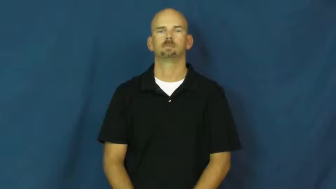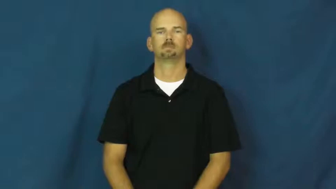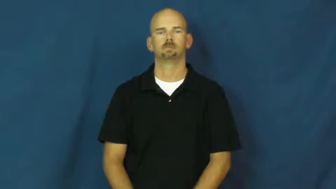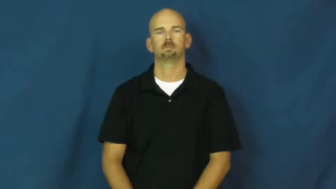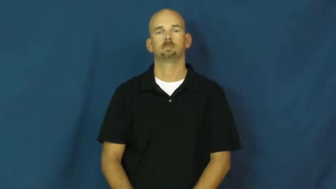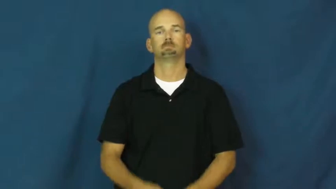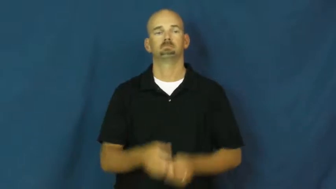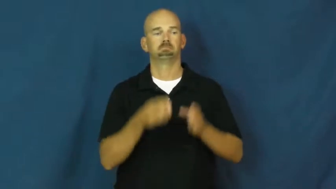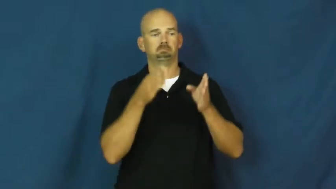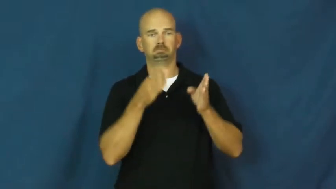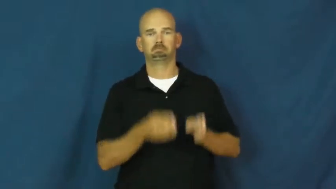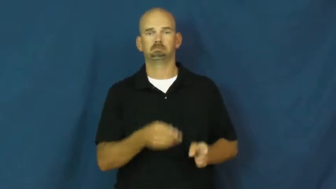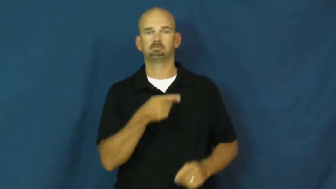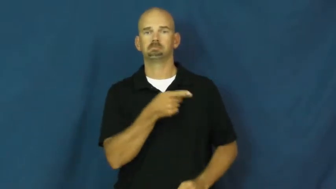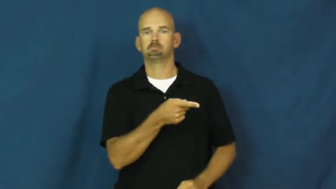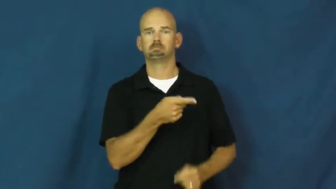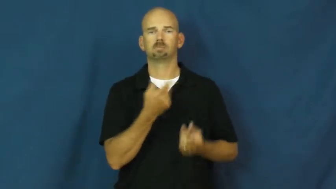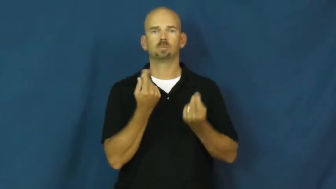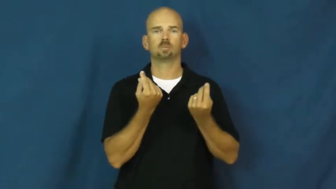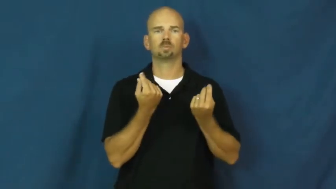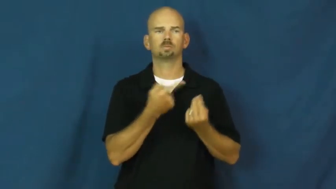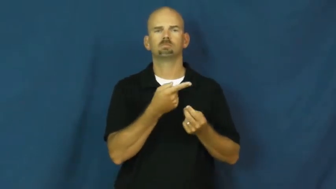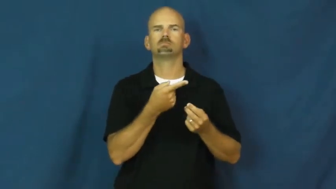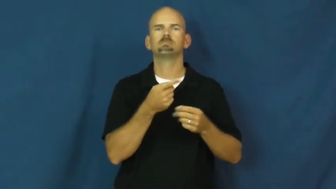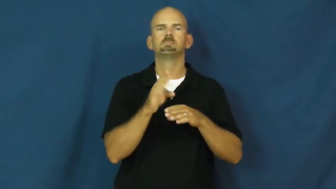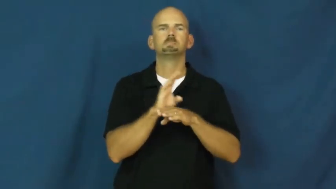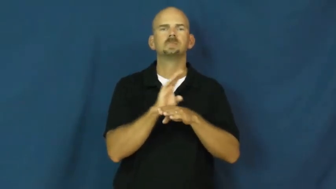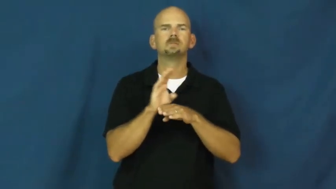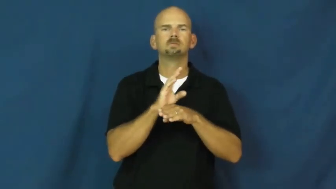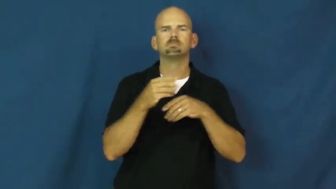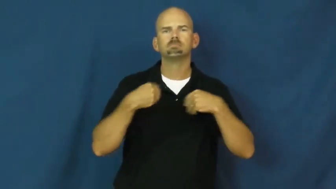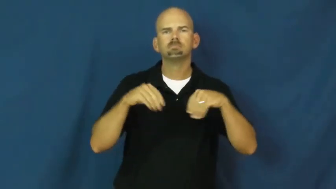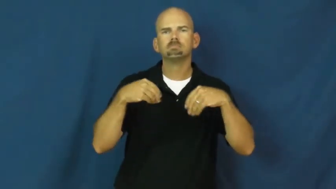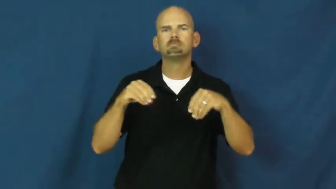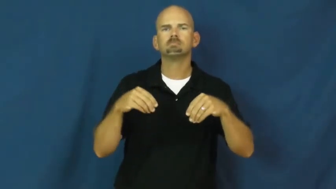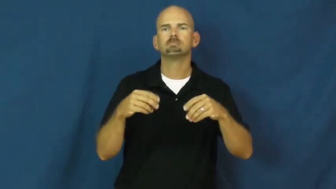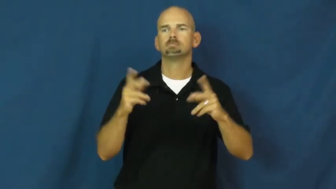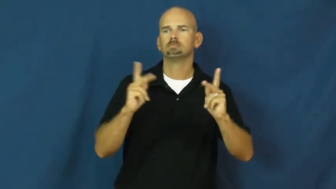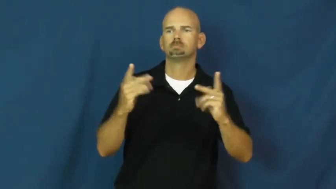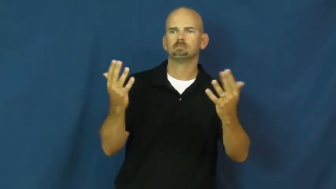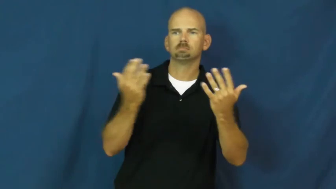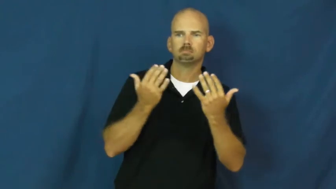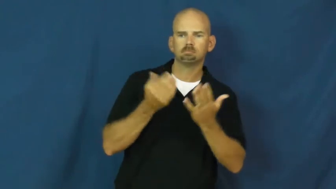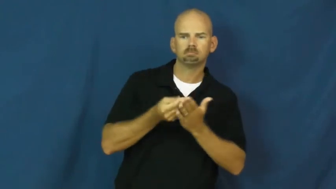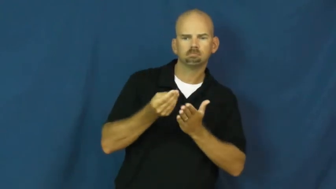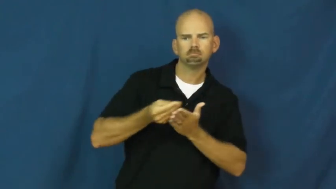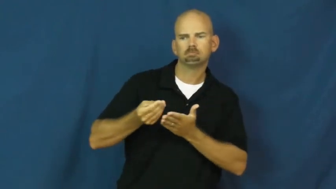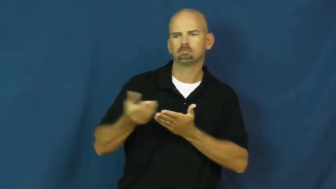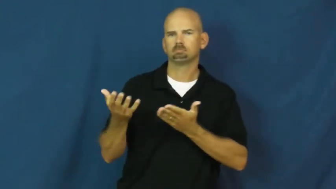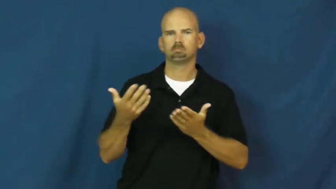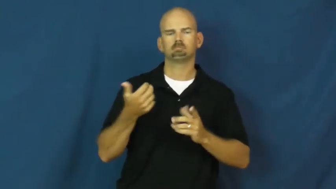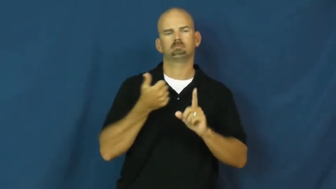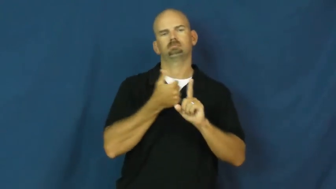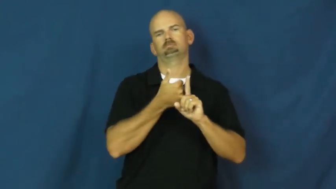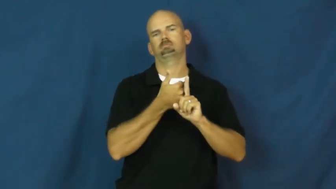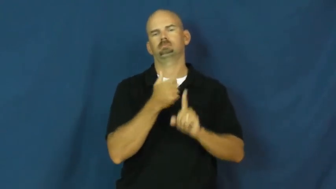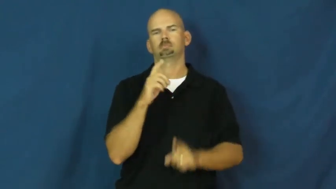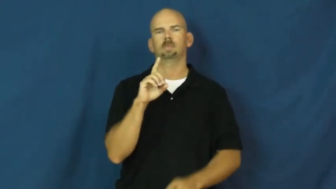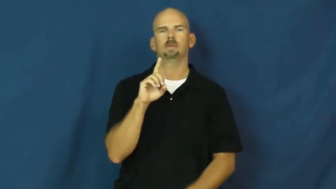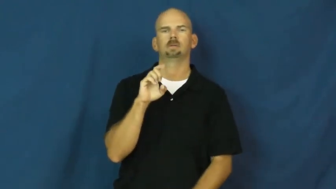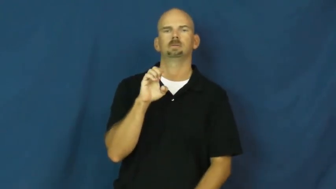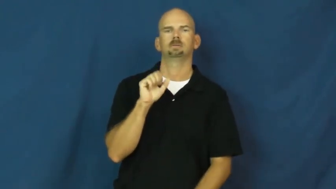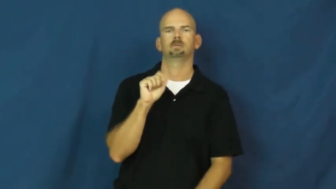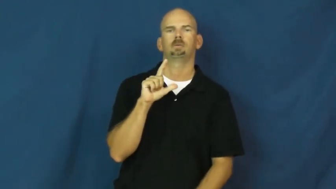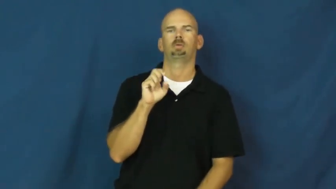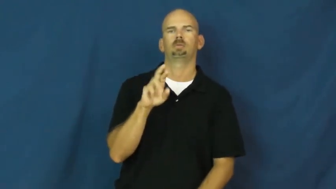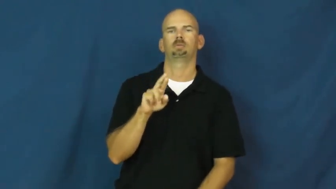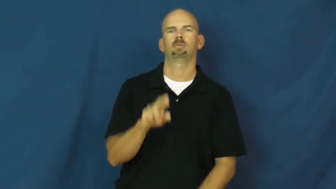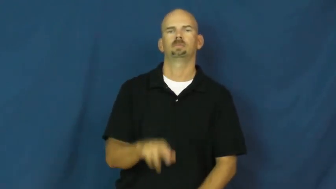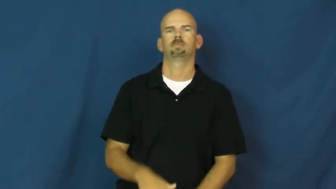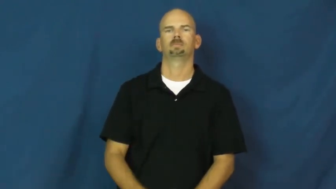dealer-seller